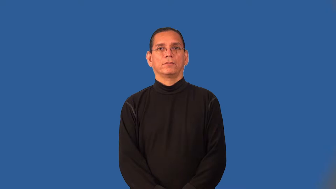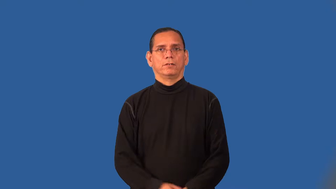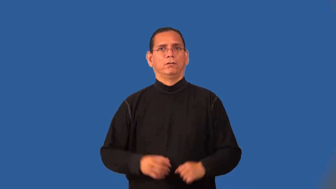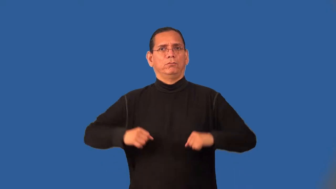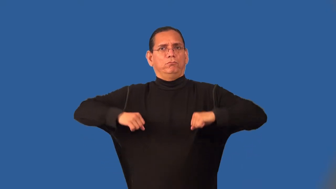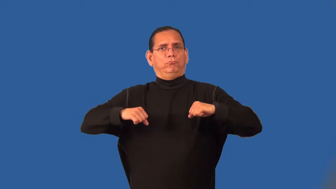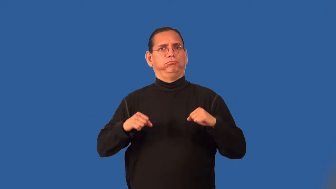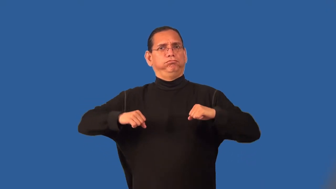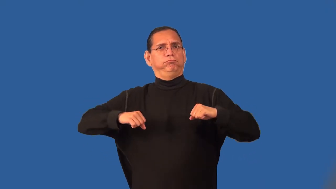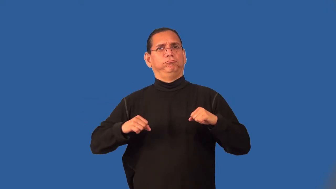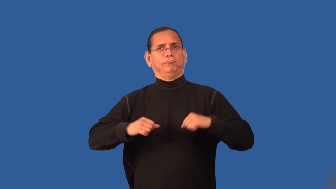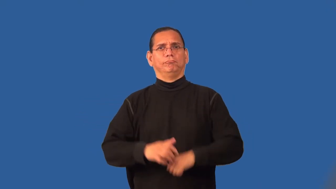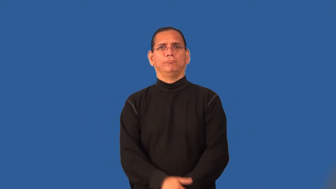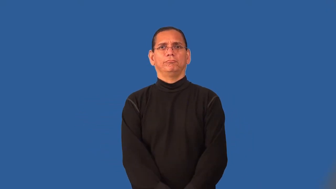roomy